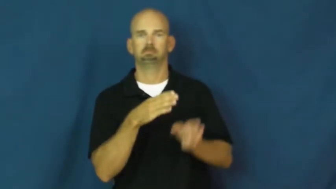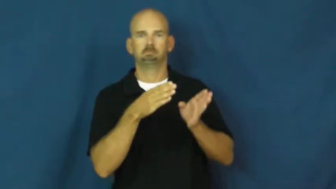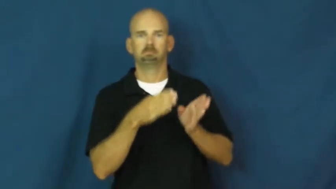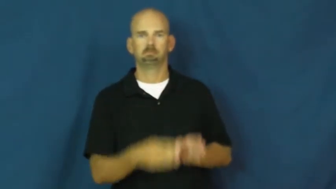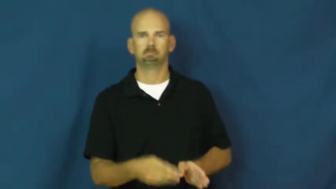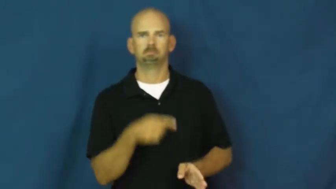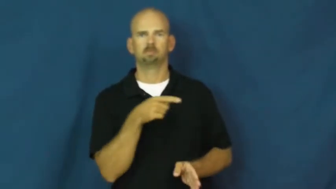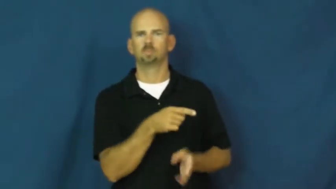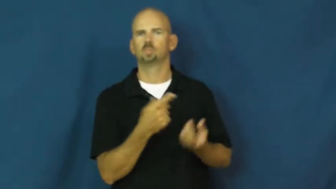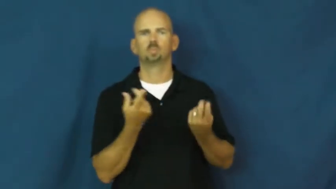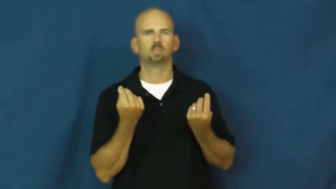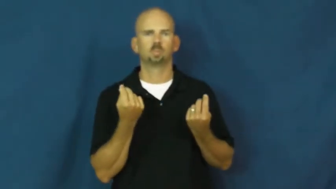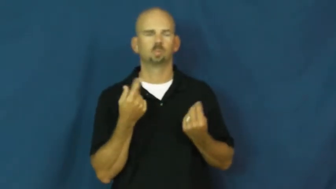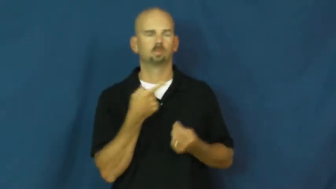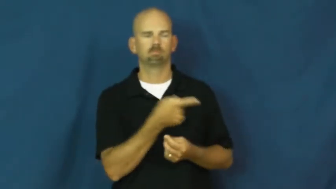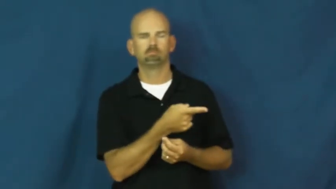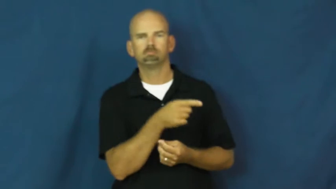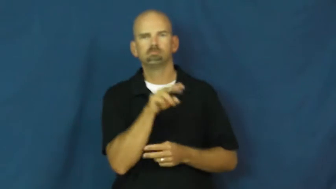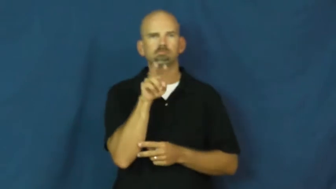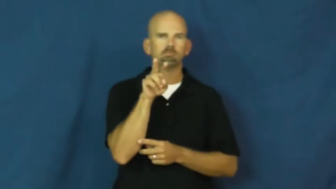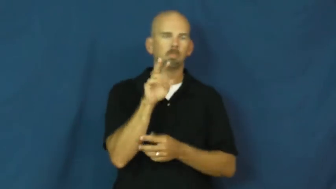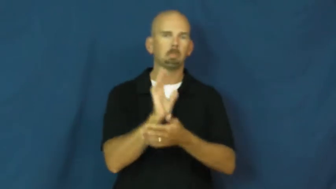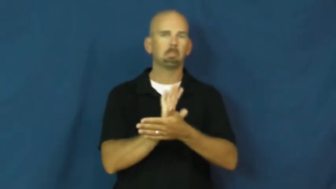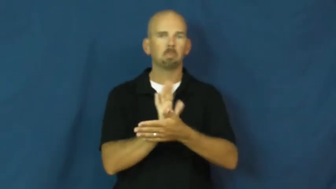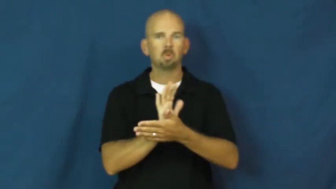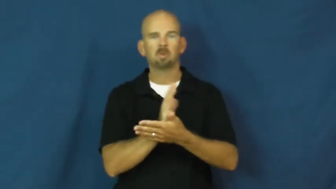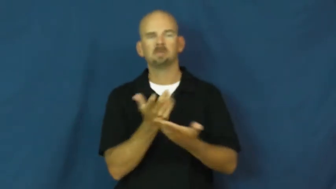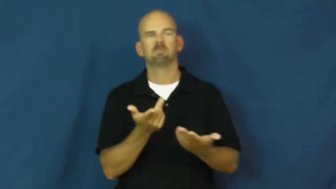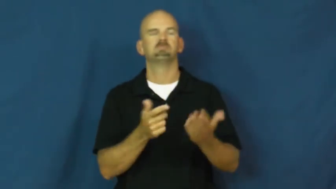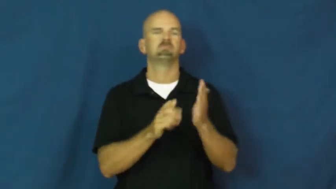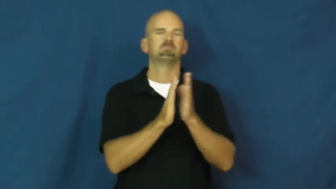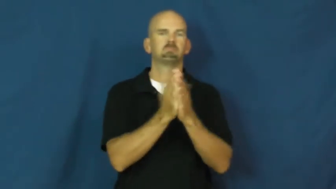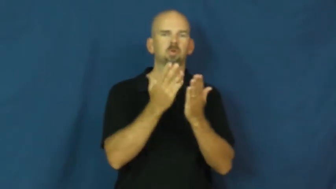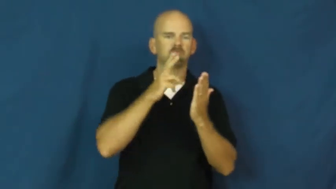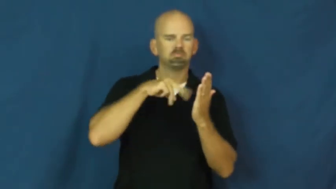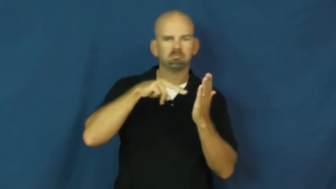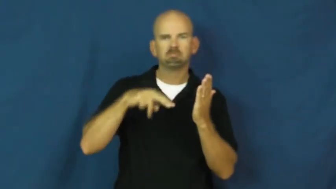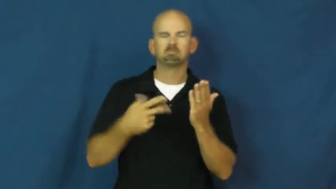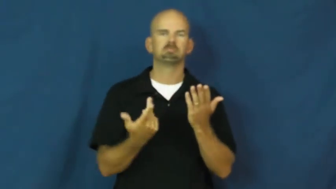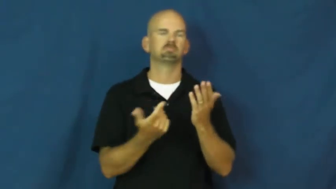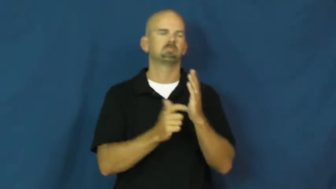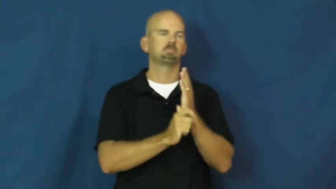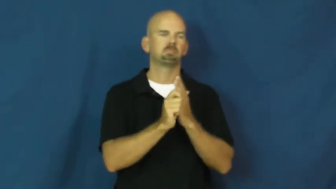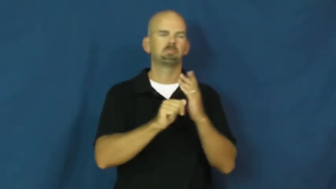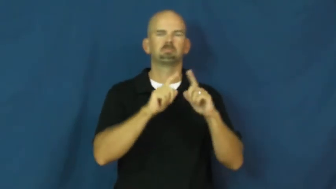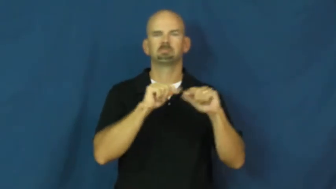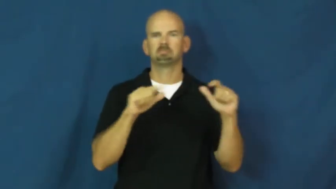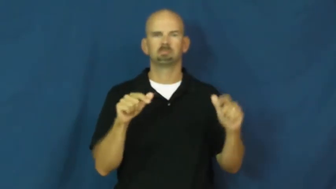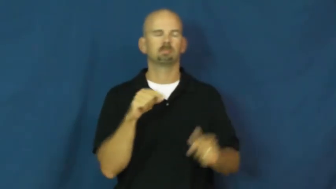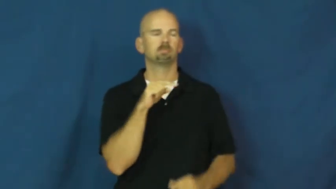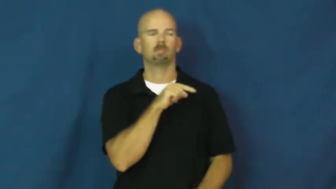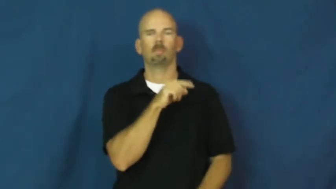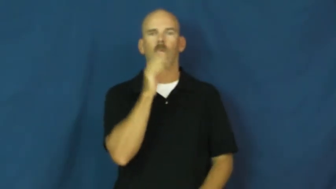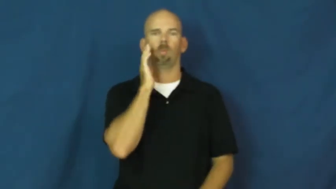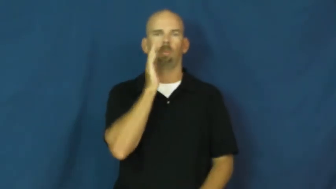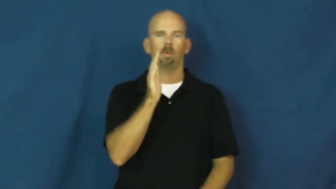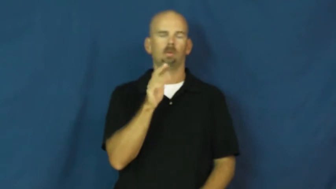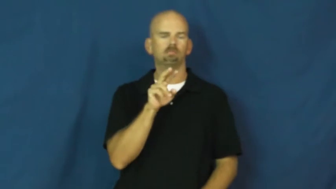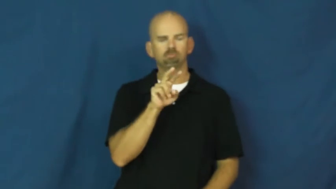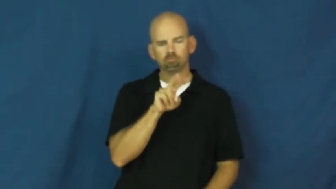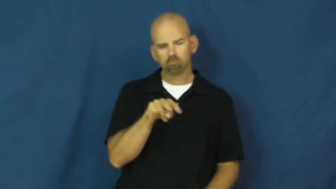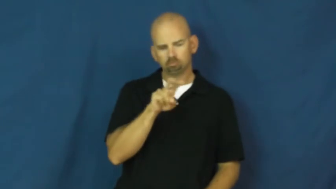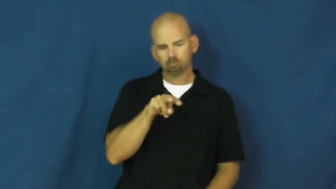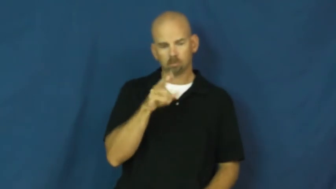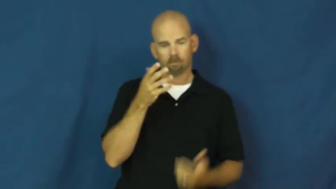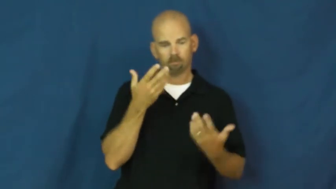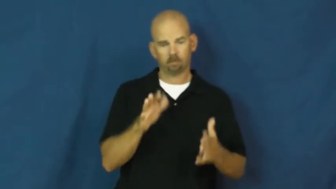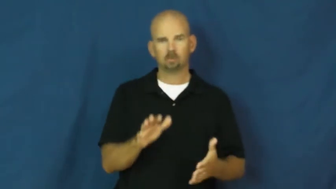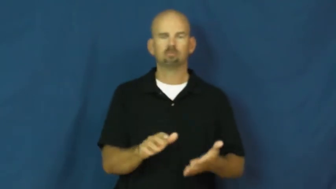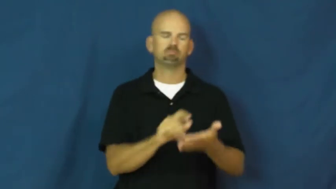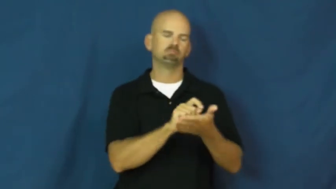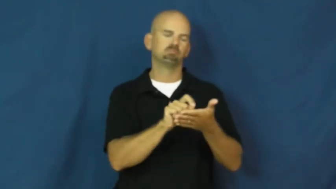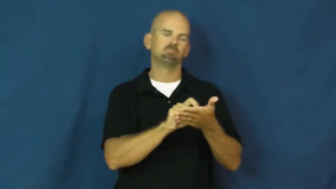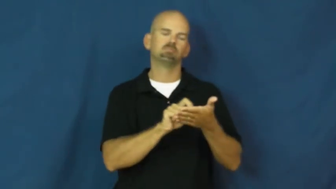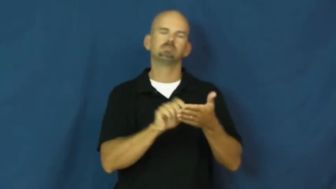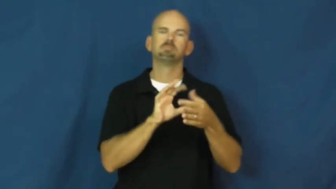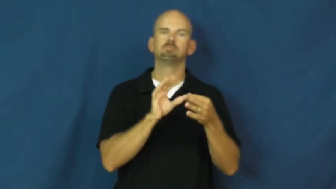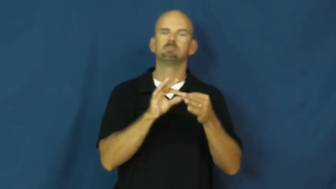critic